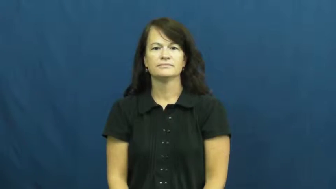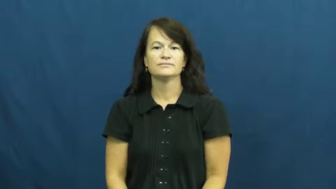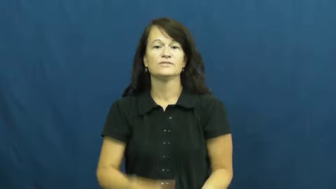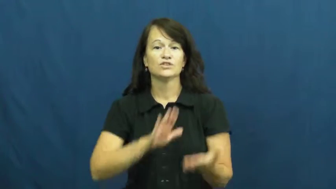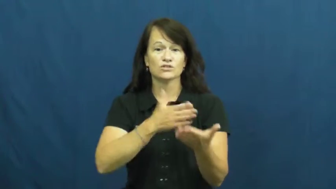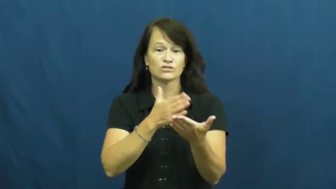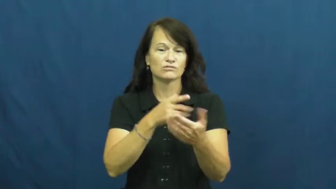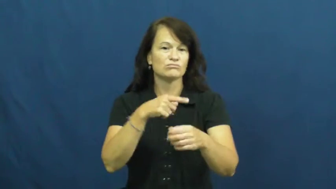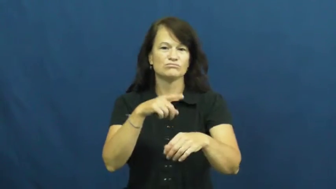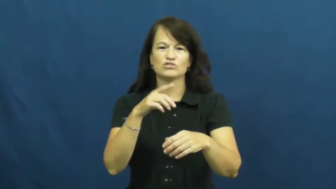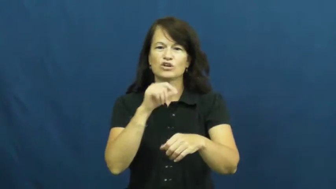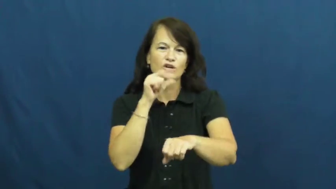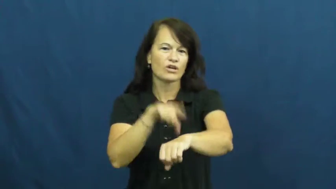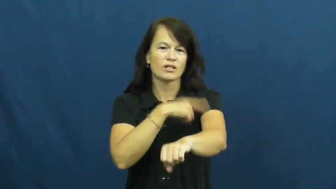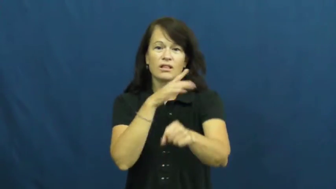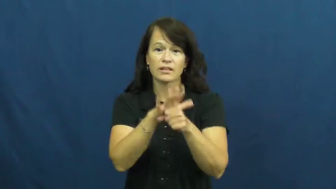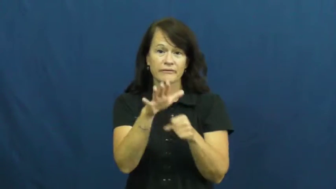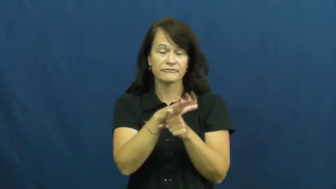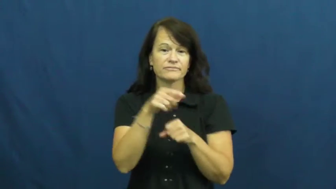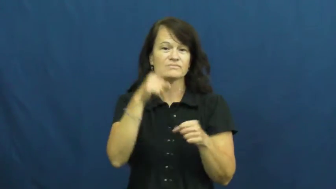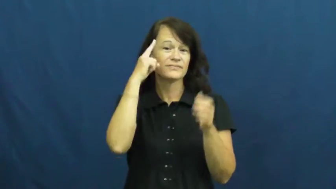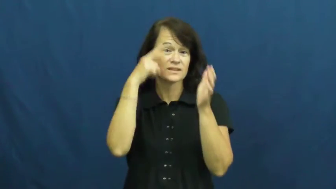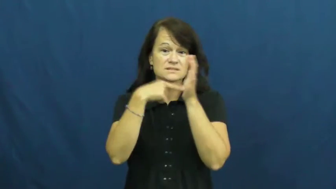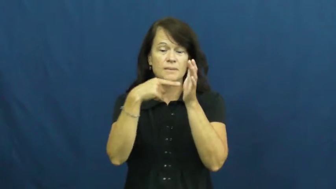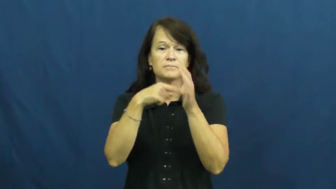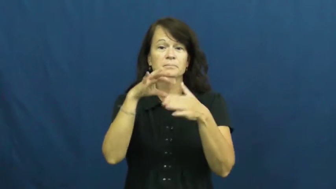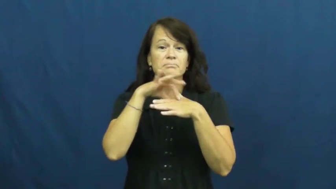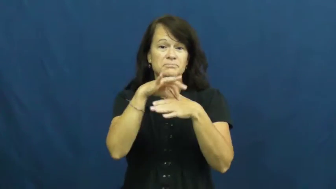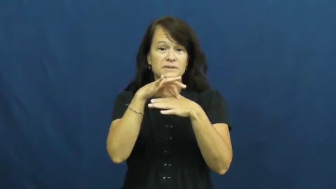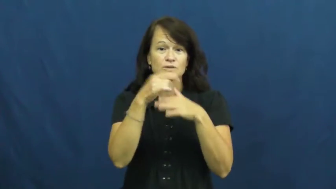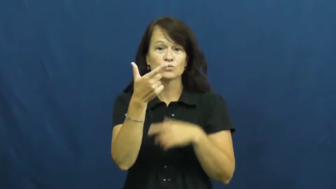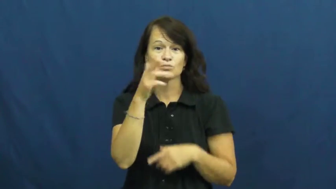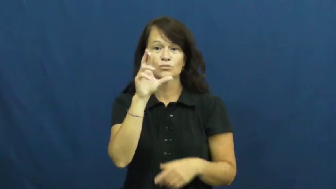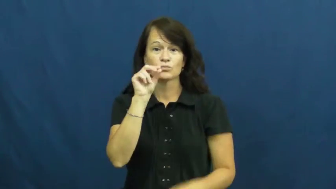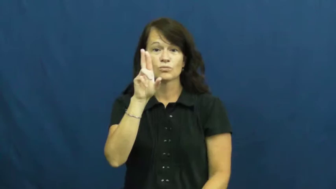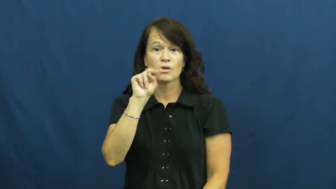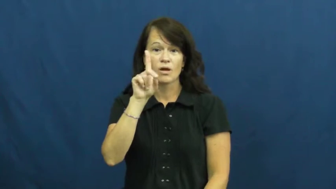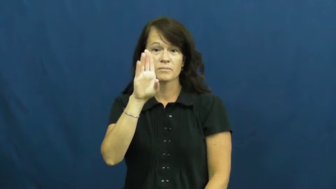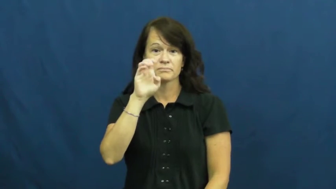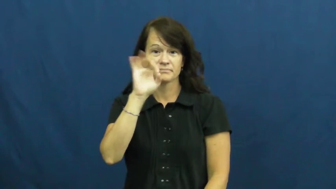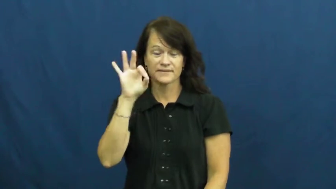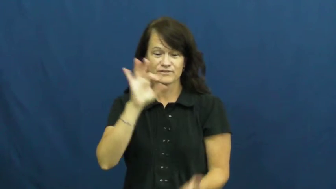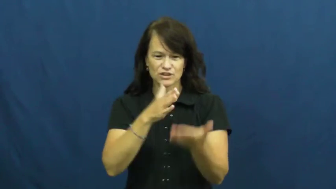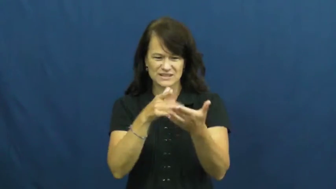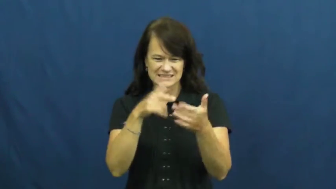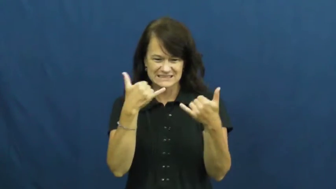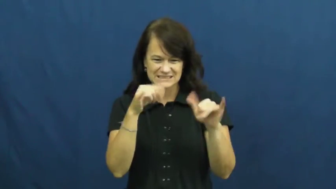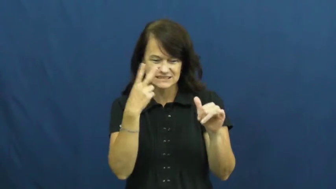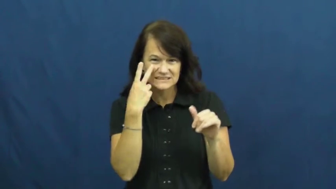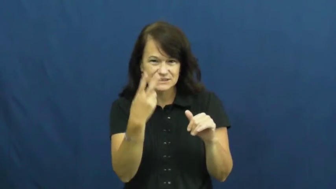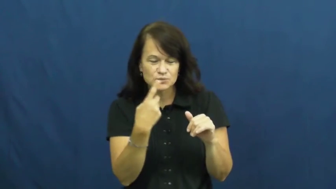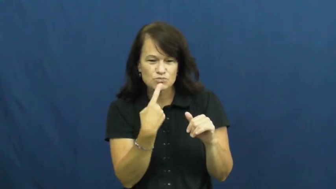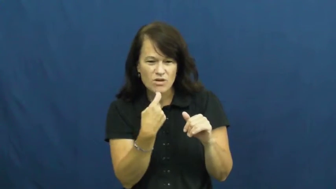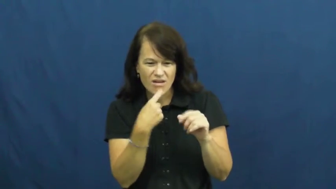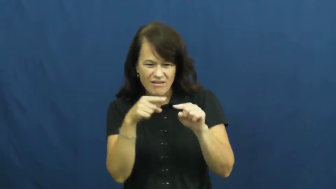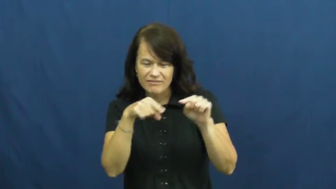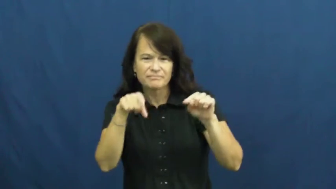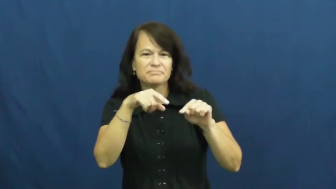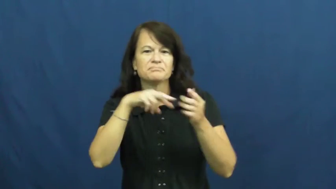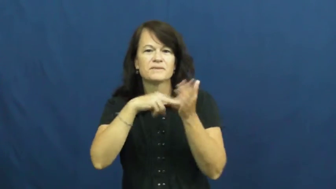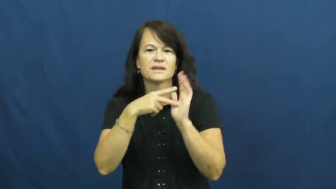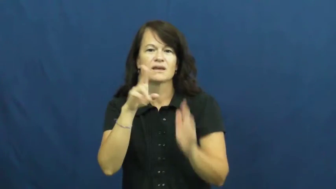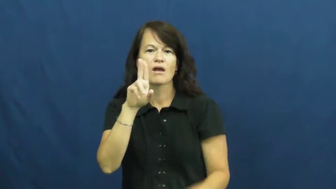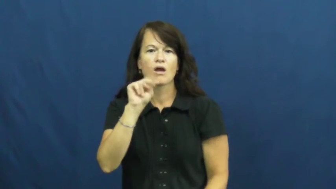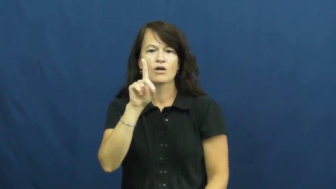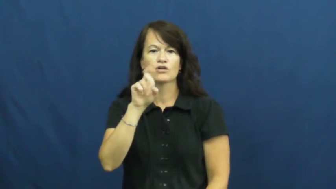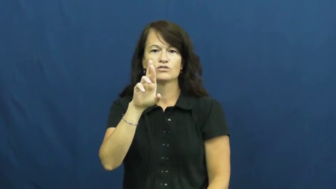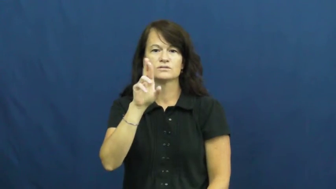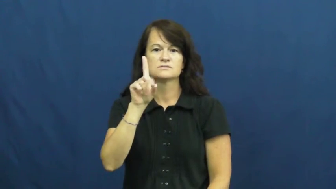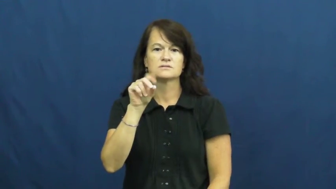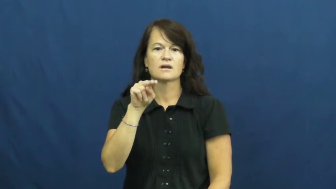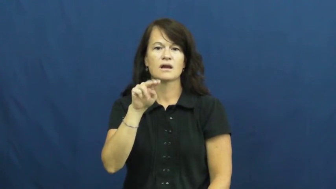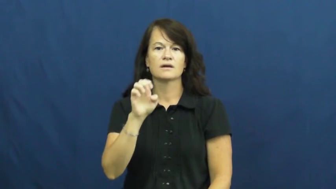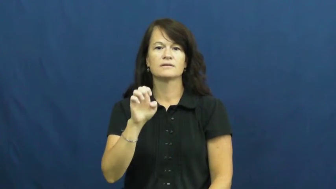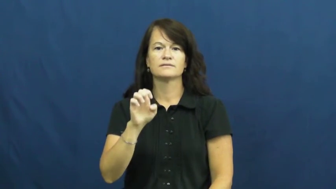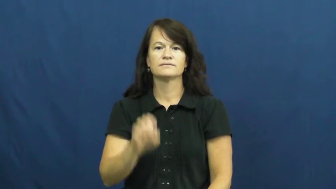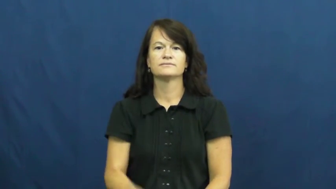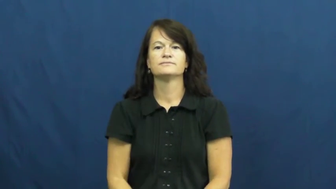underdone